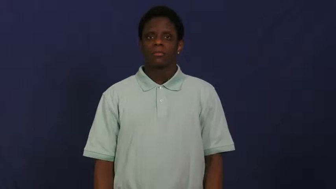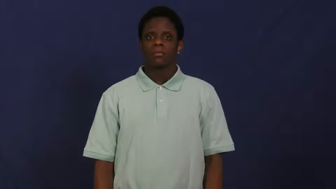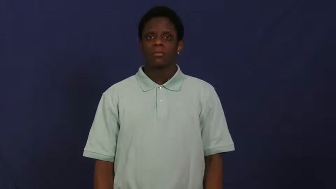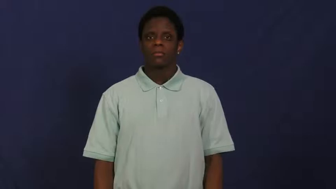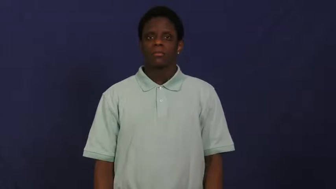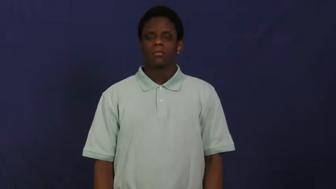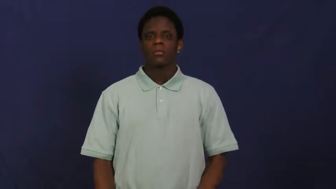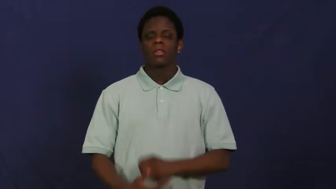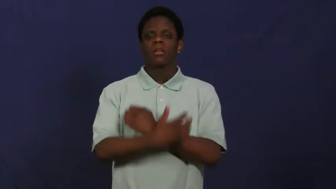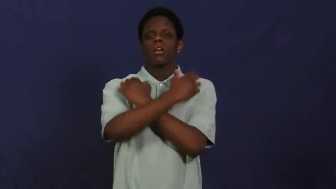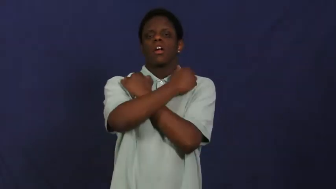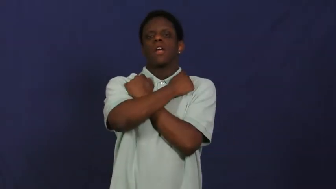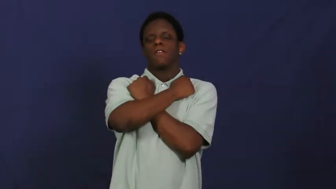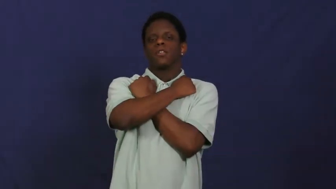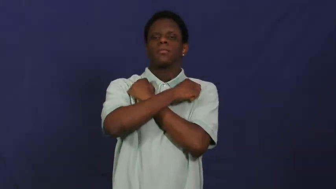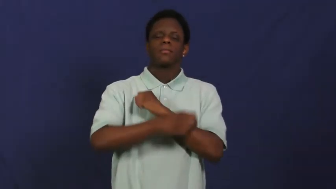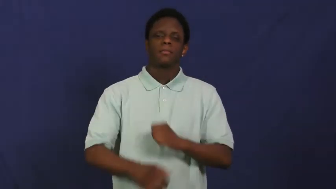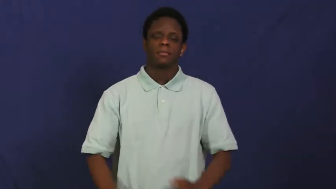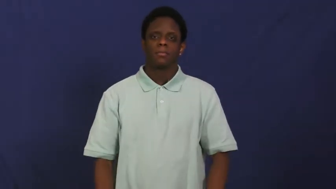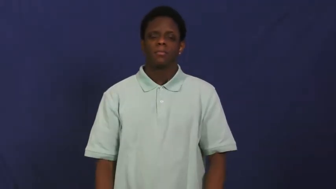love,affection